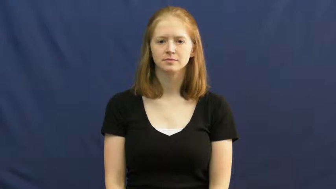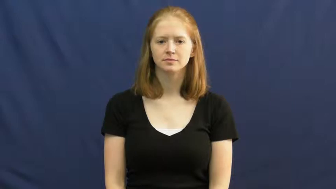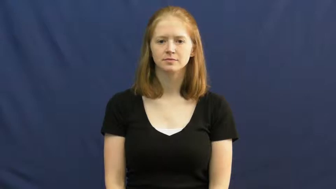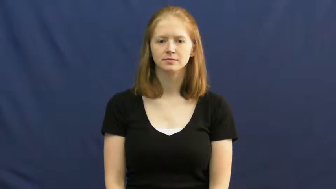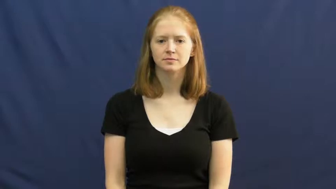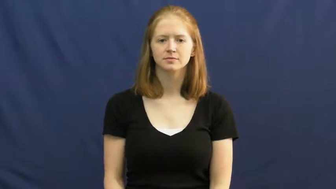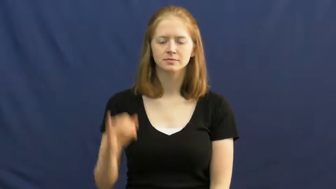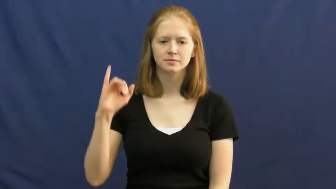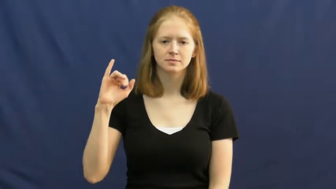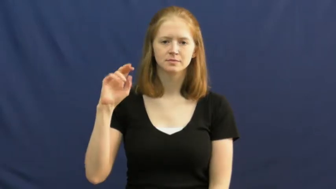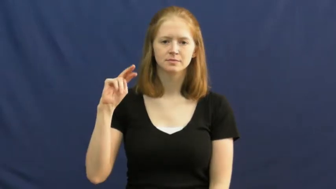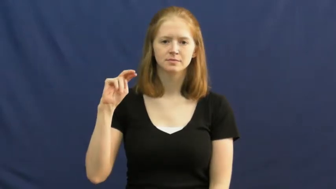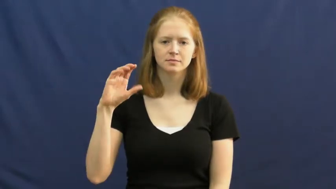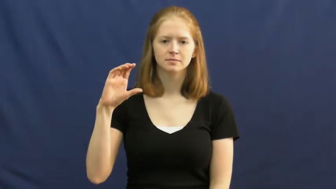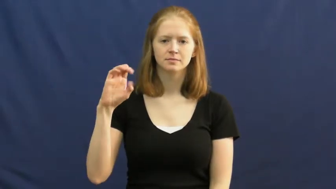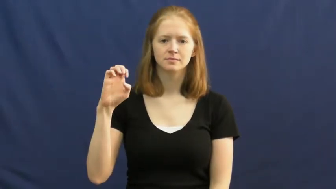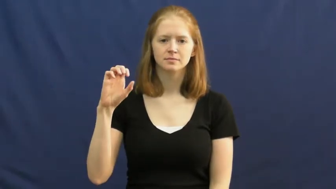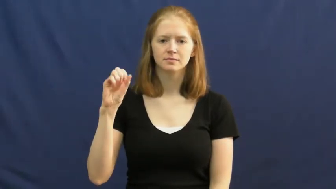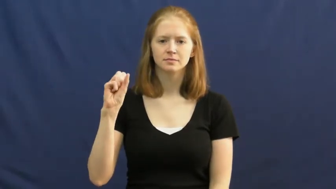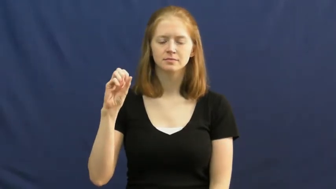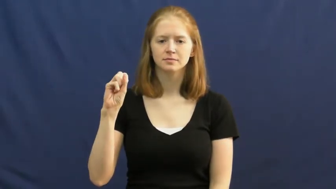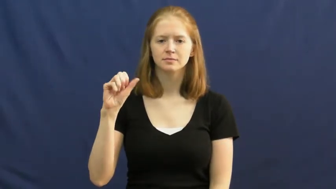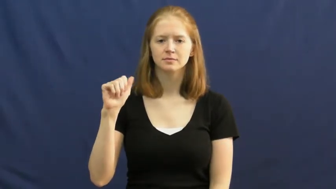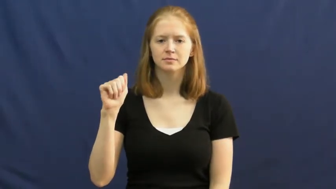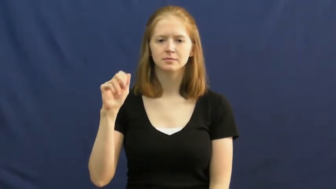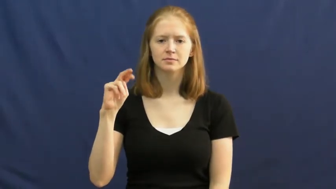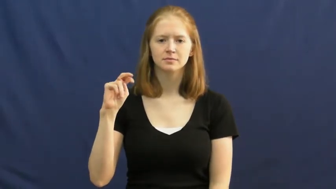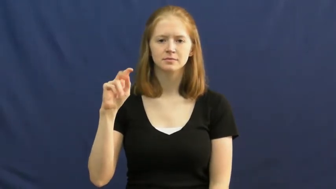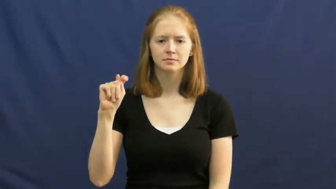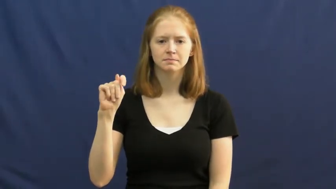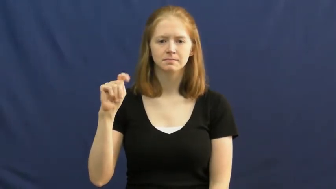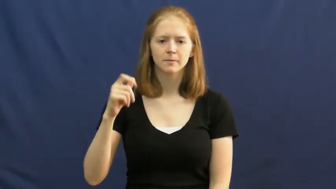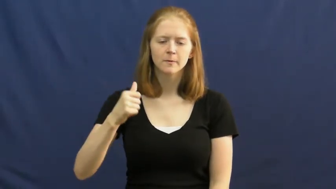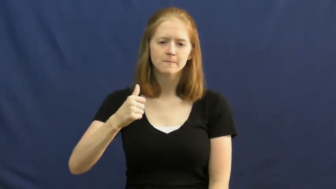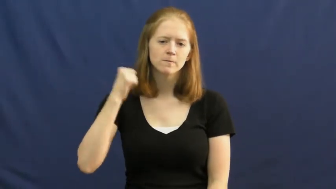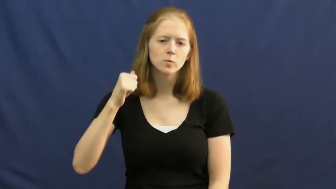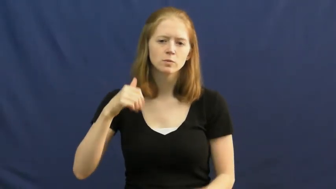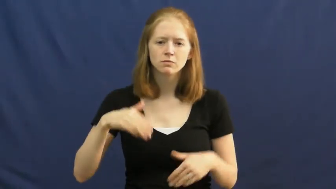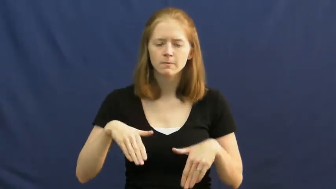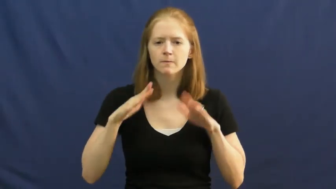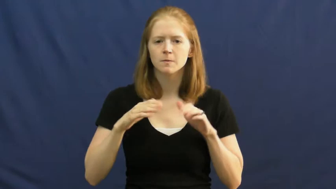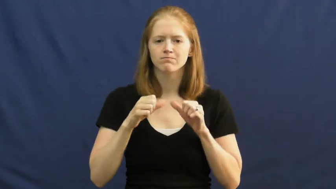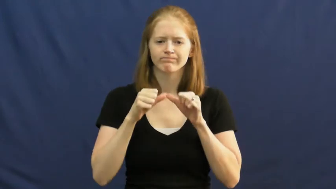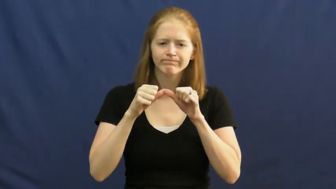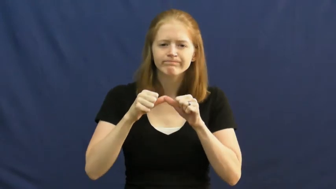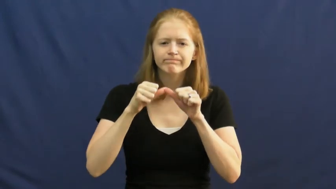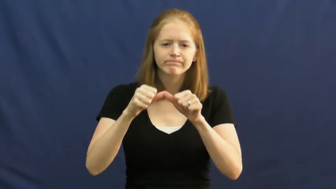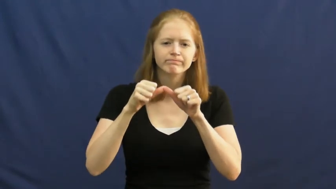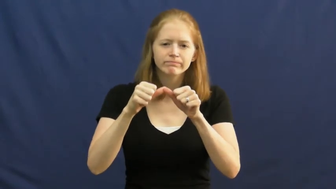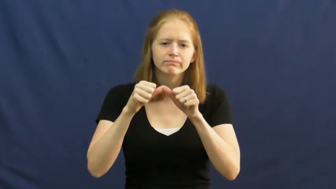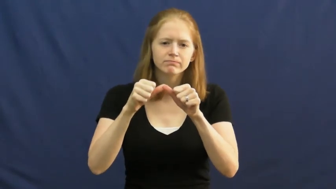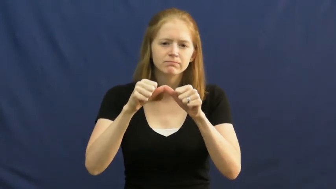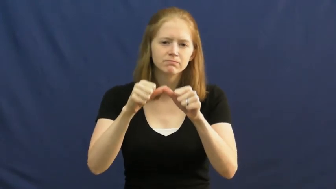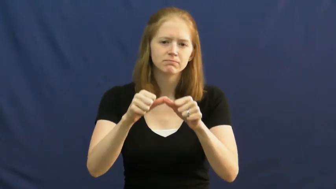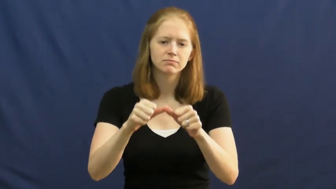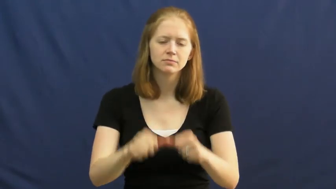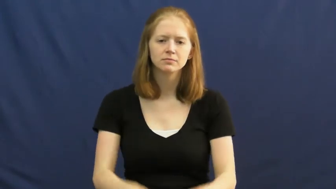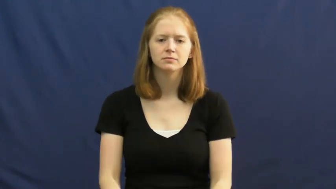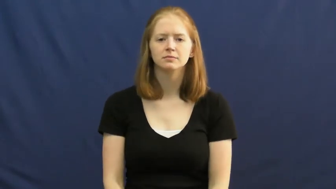incessant